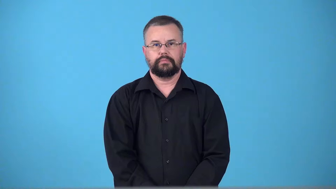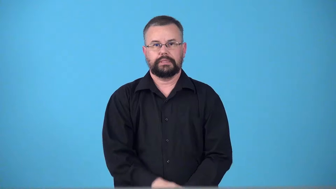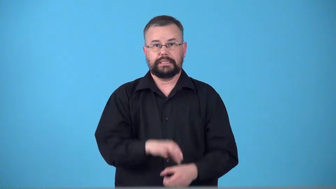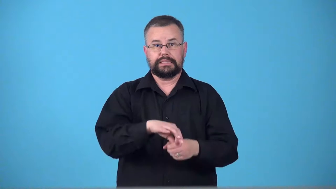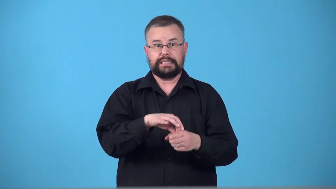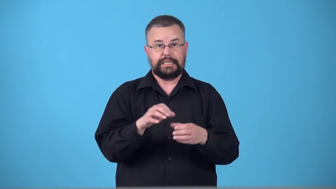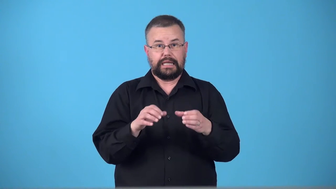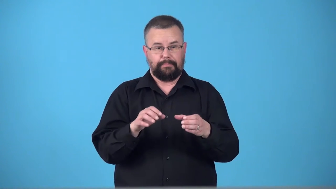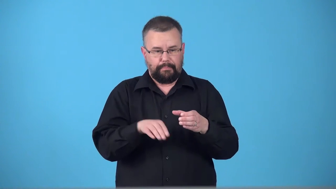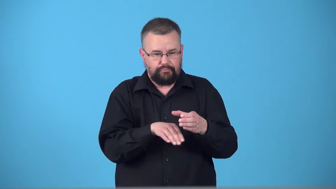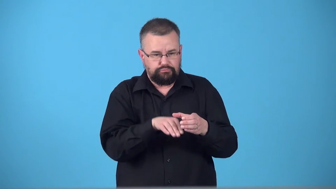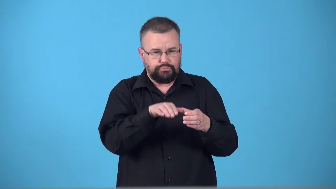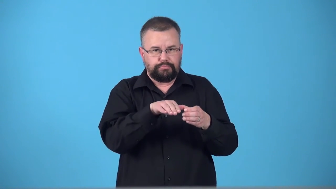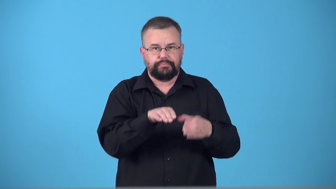teacupful